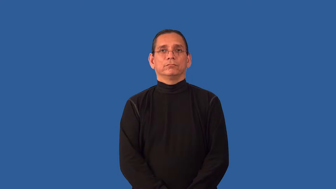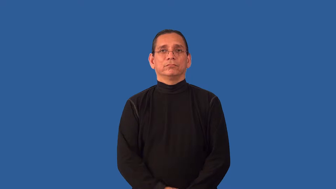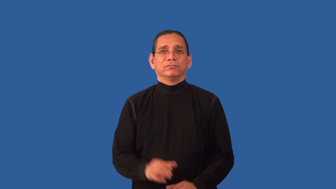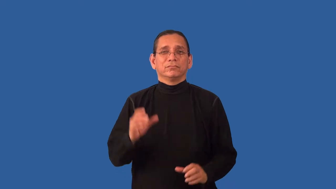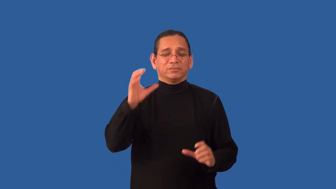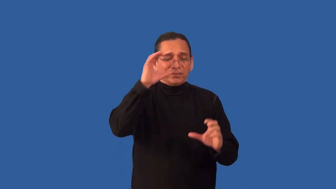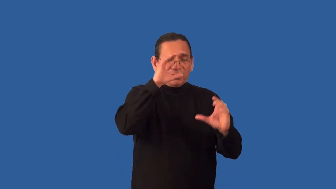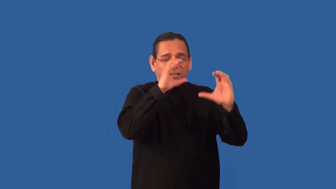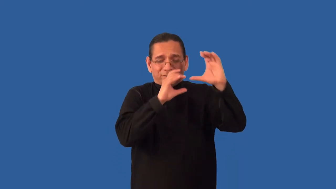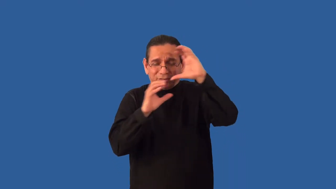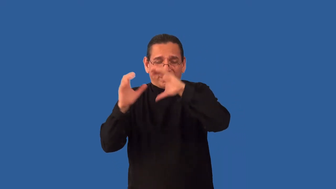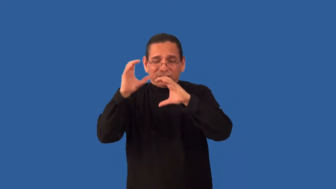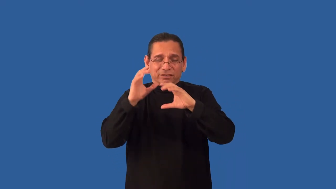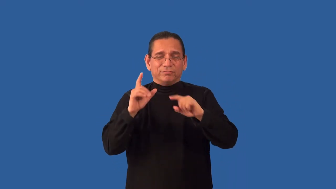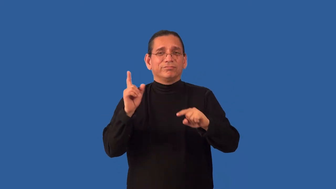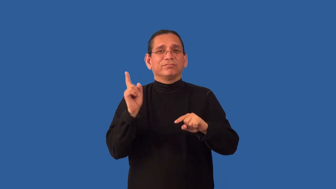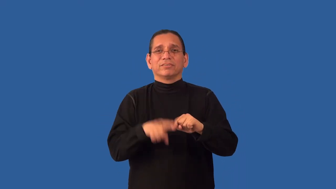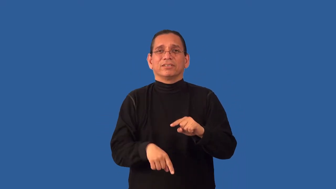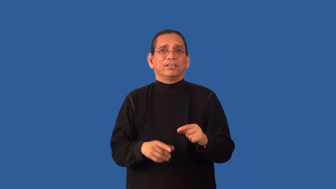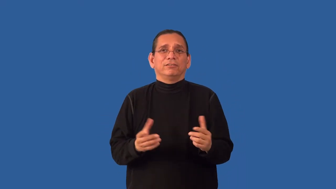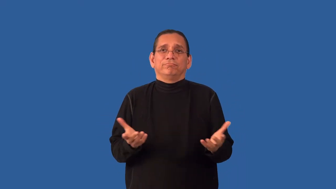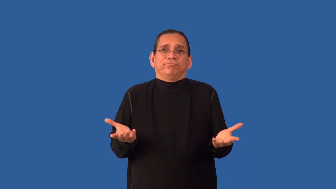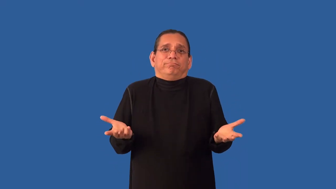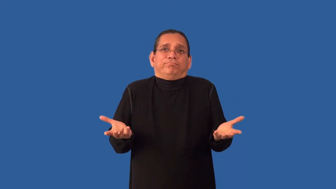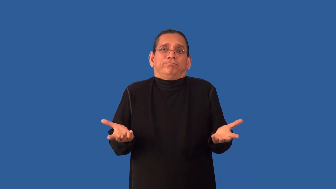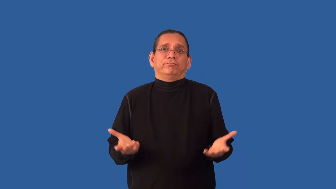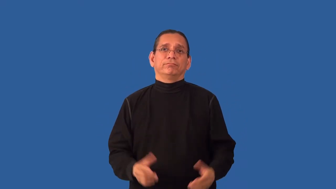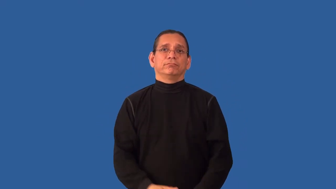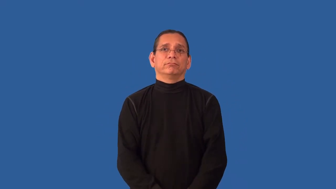unsearchable